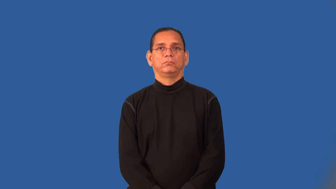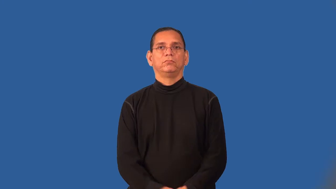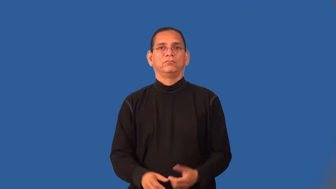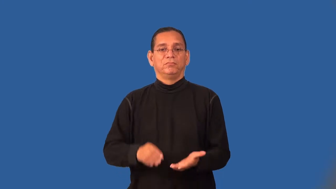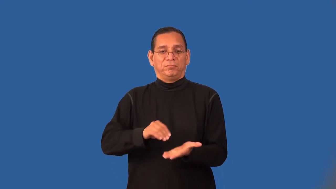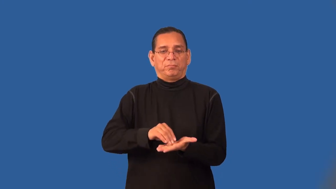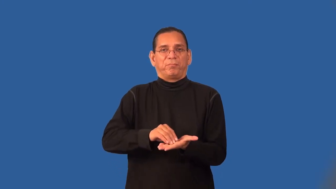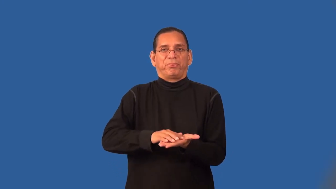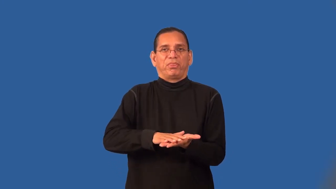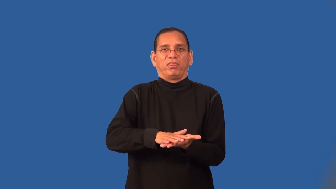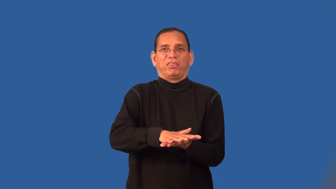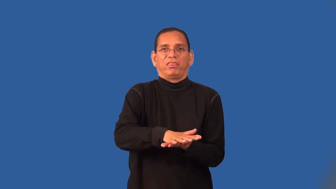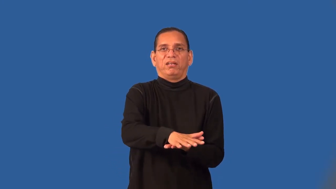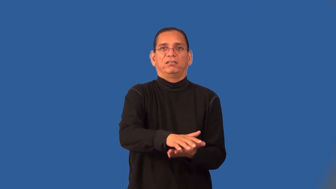run-color